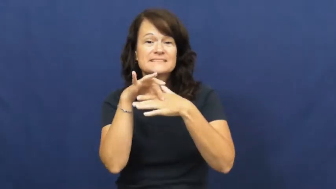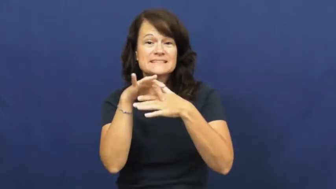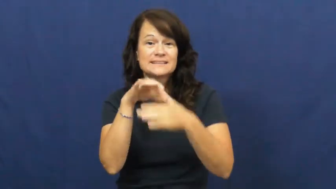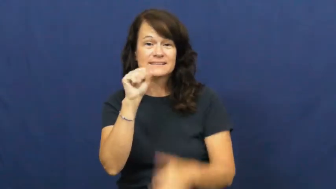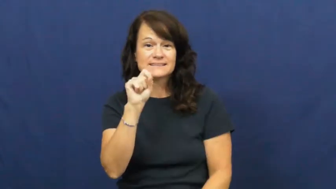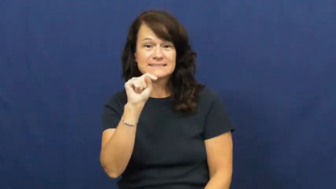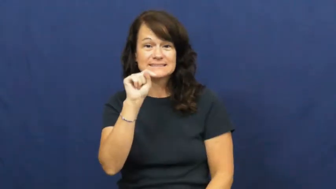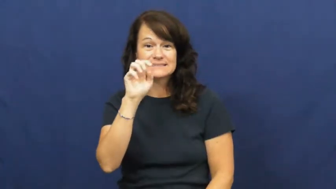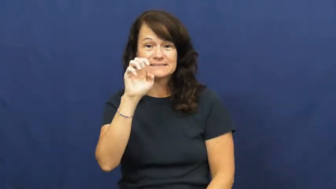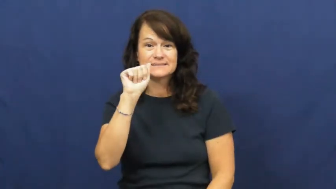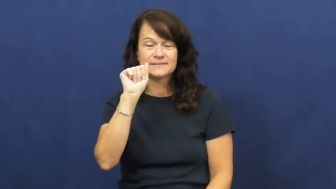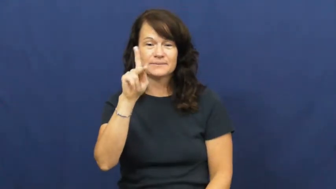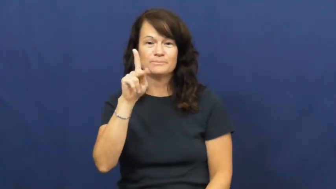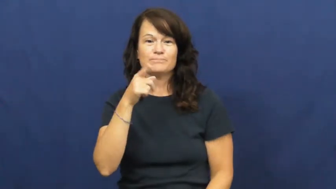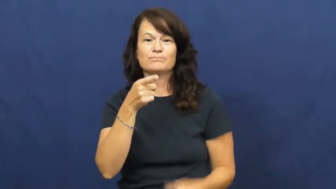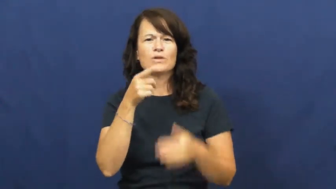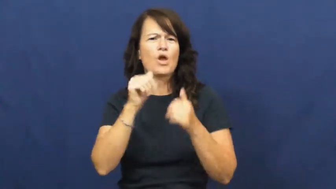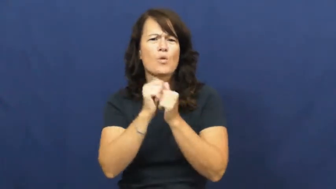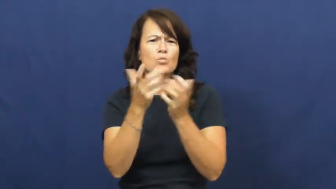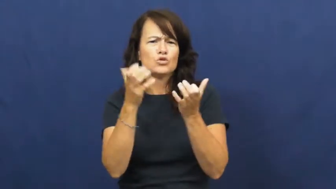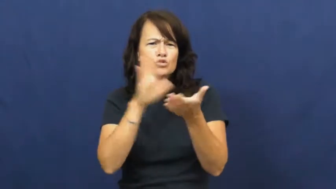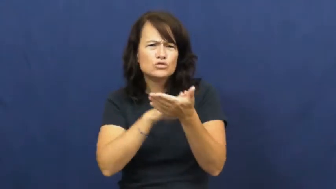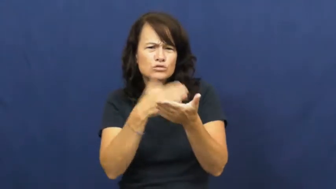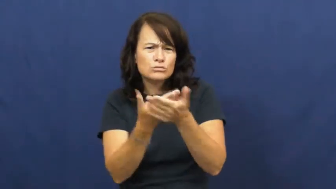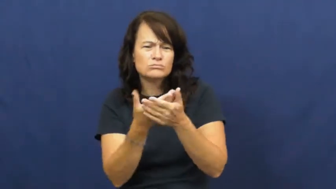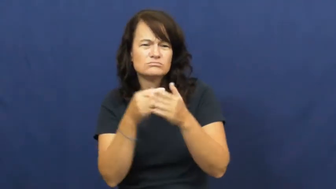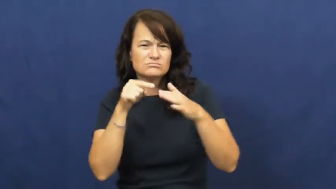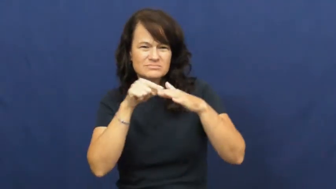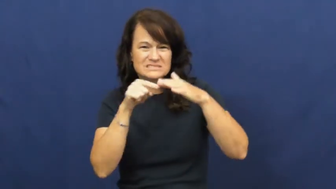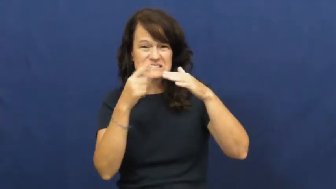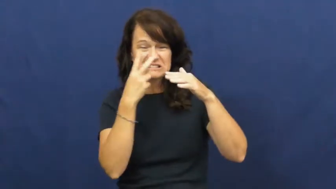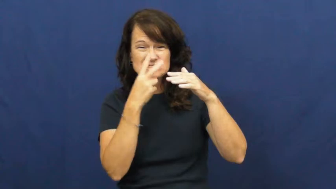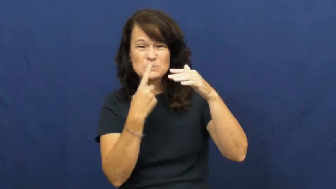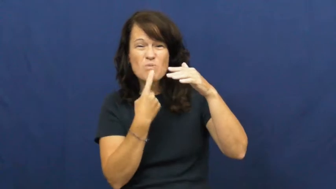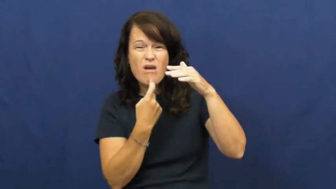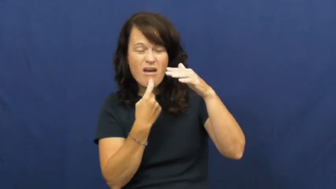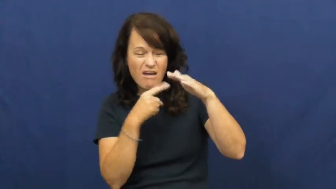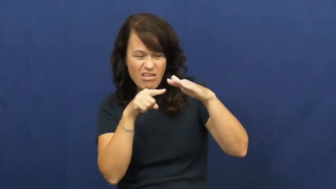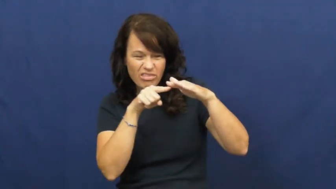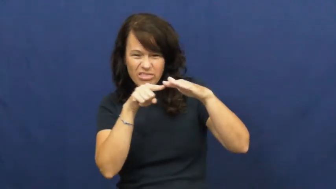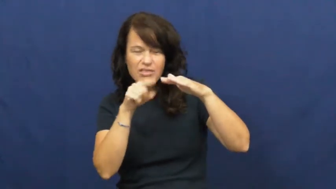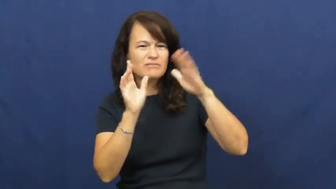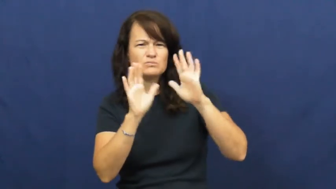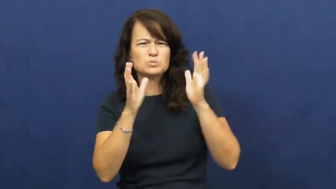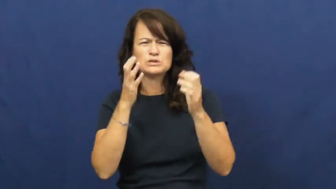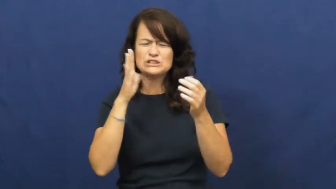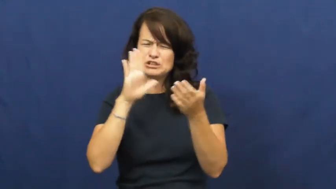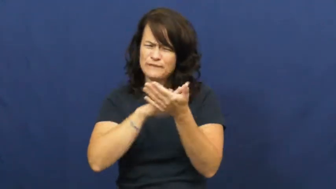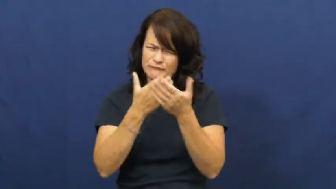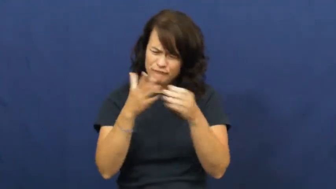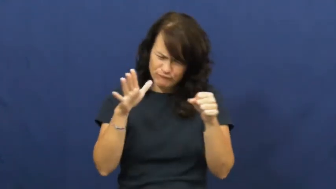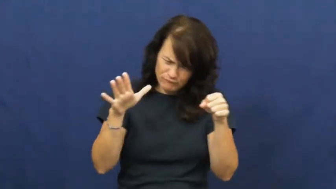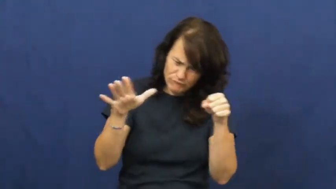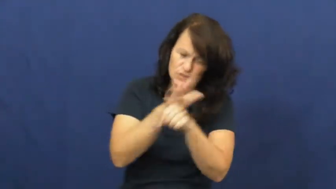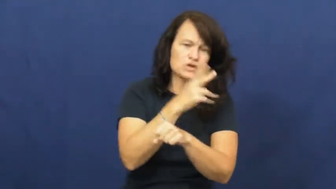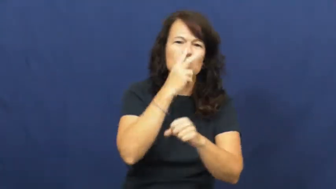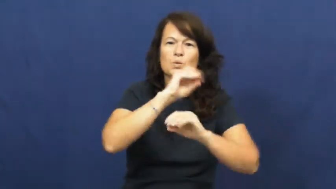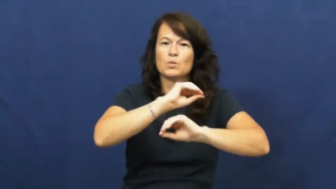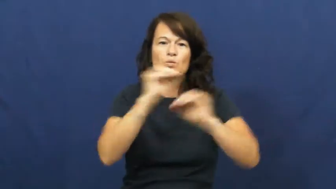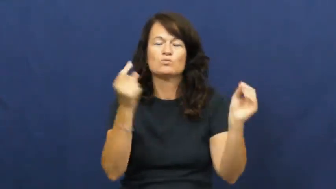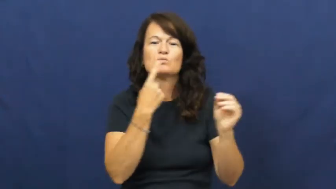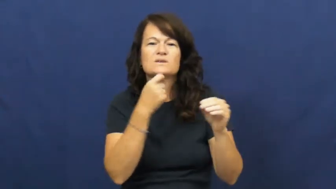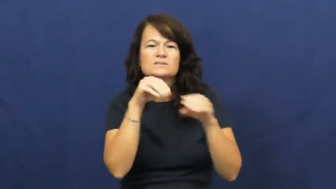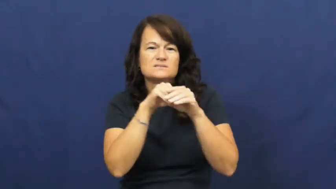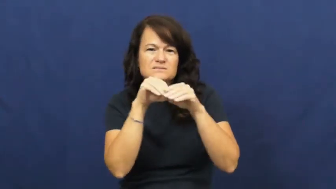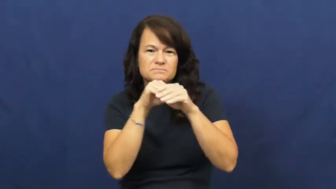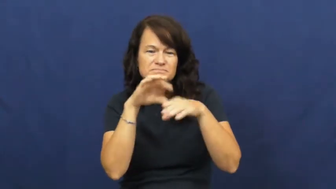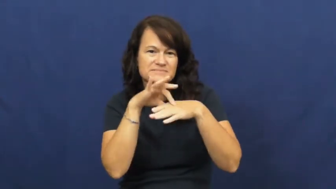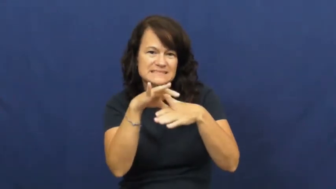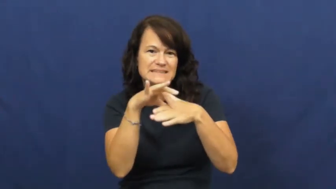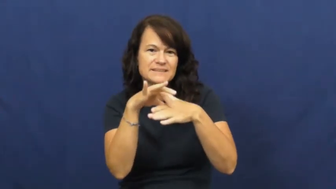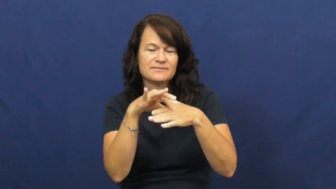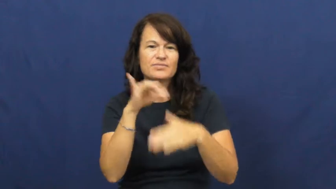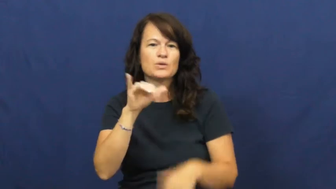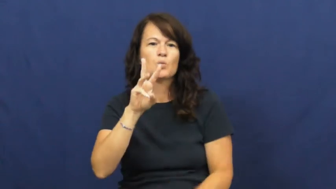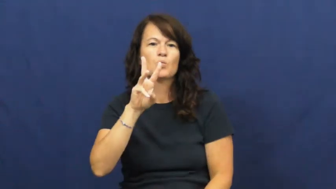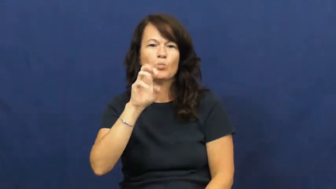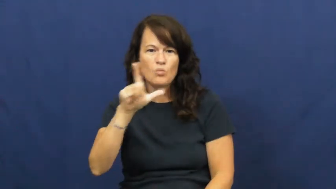well done-food